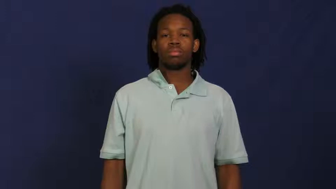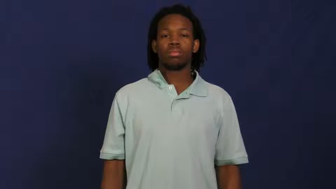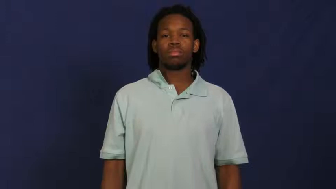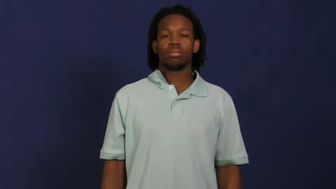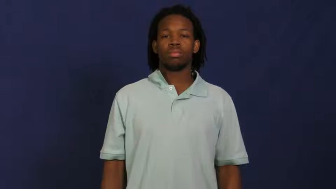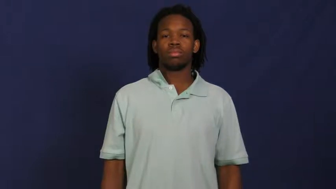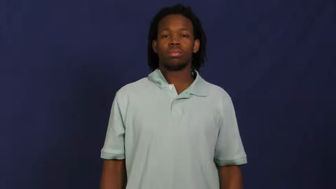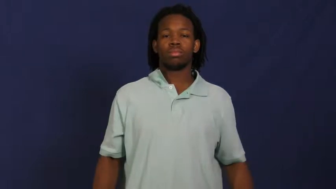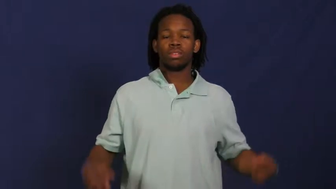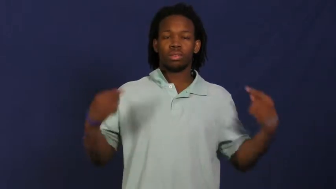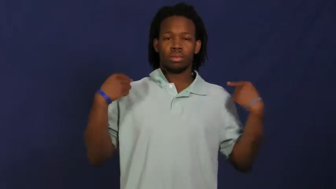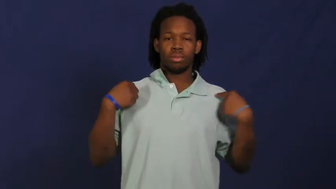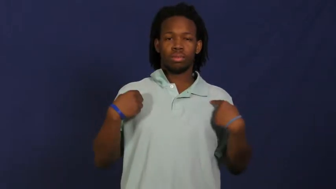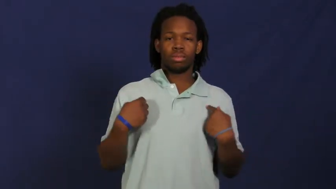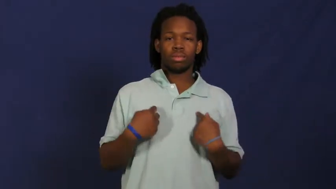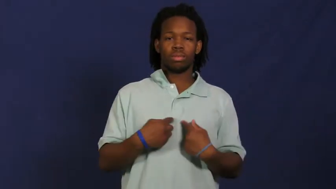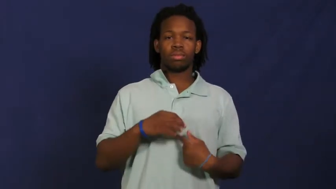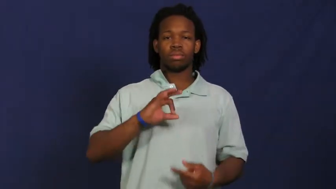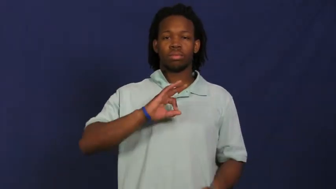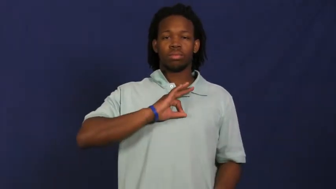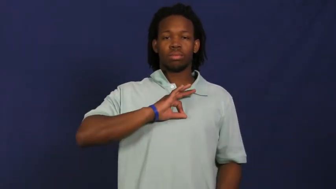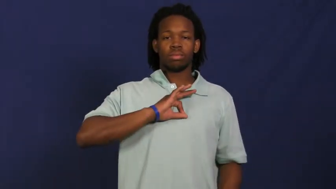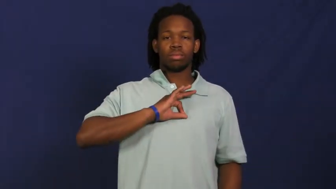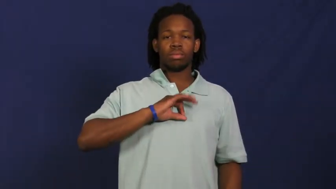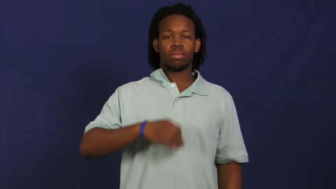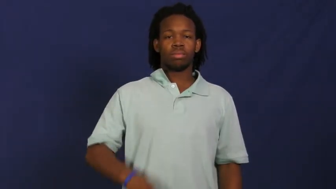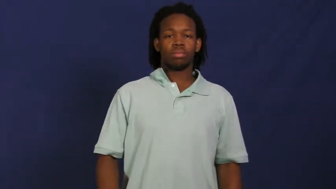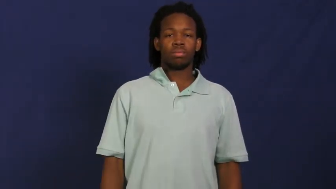pendant